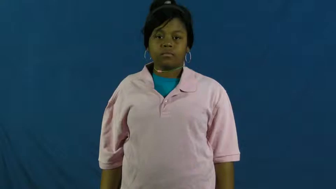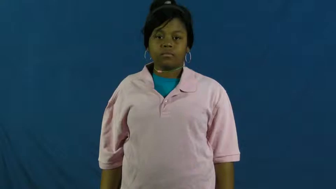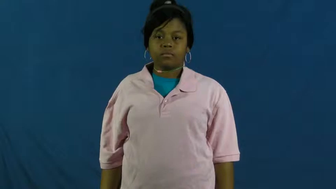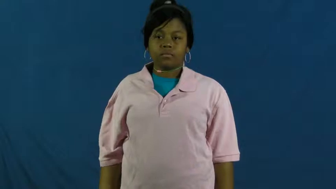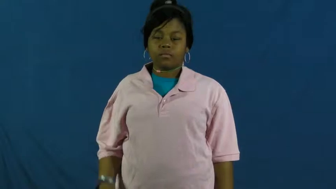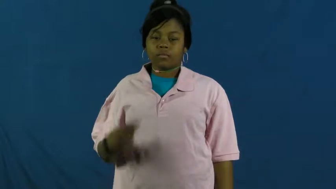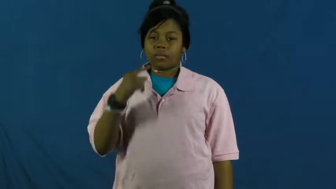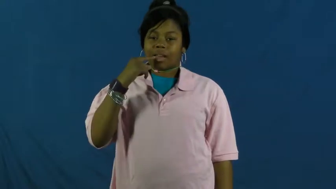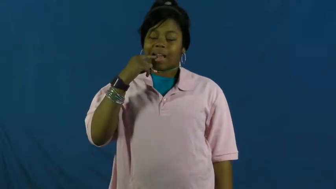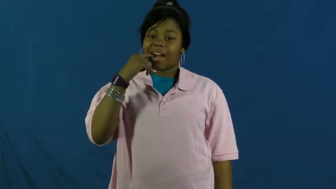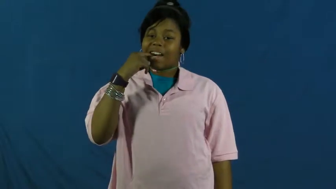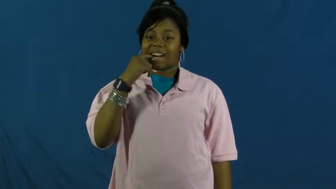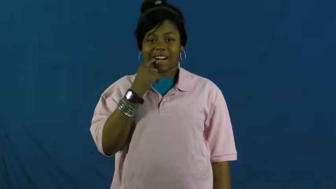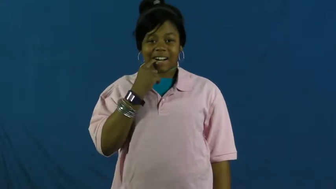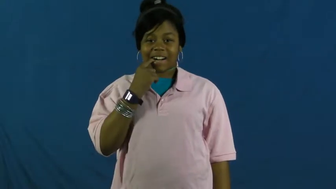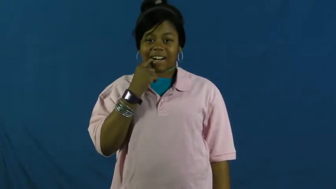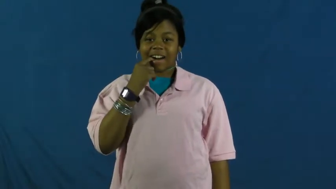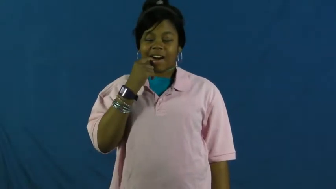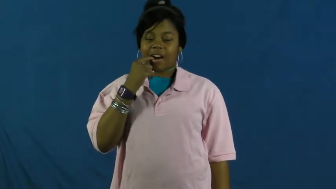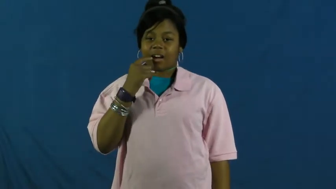envy,green